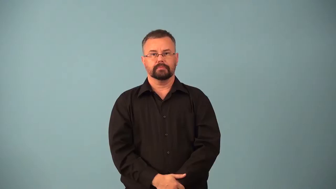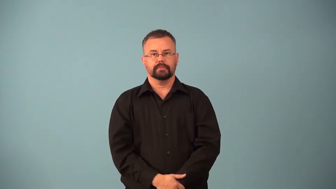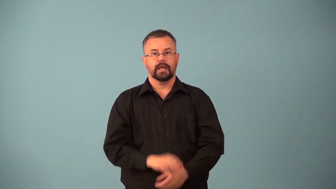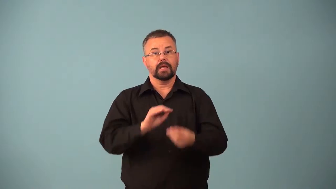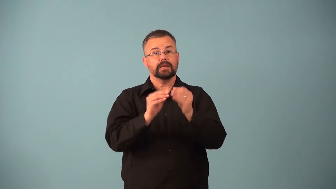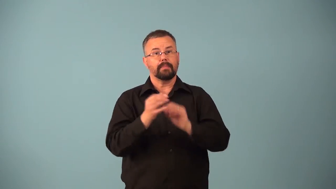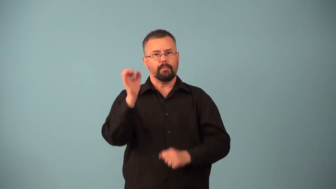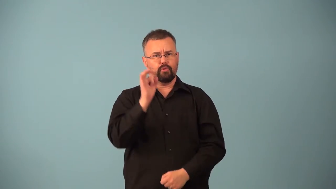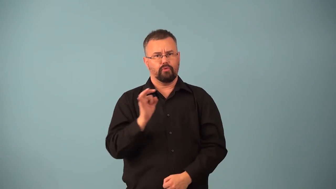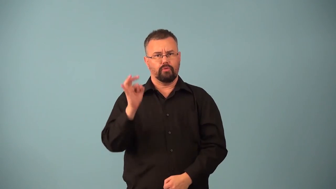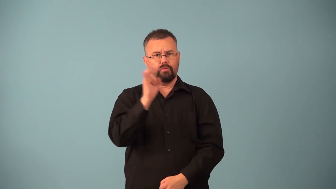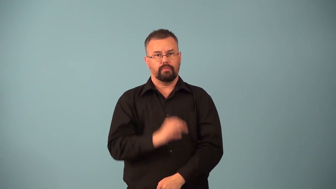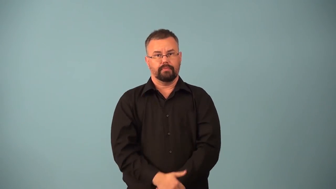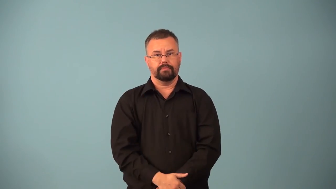colligative